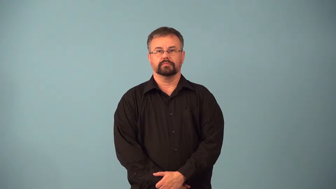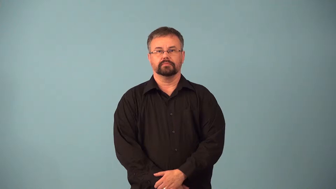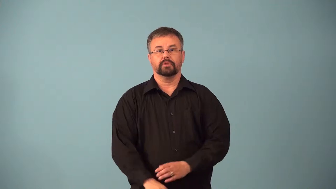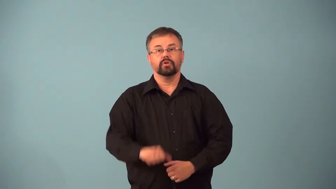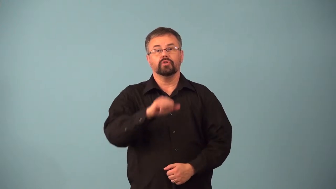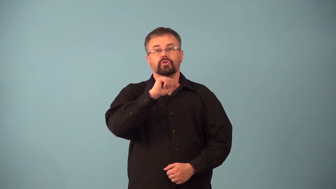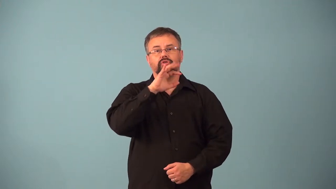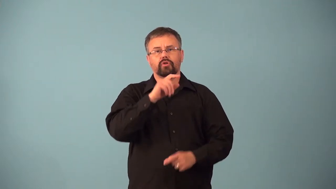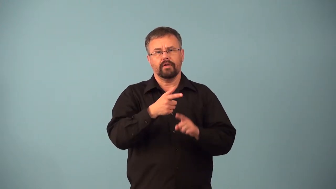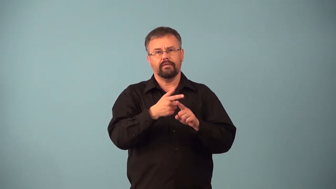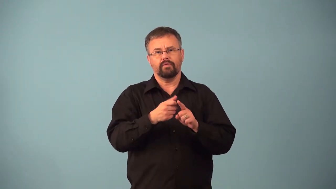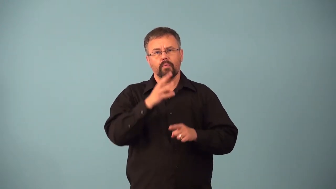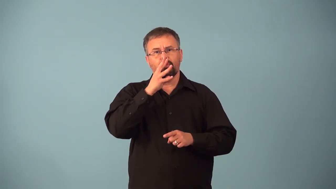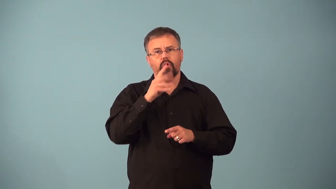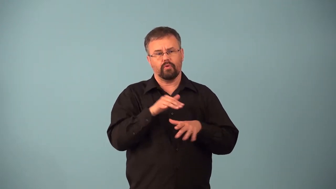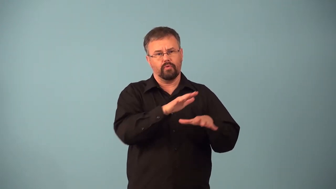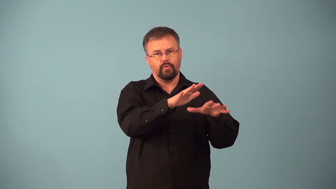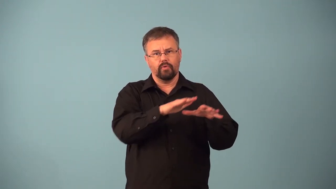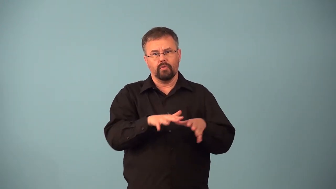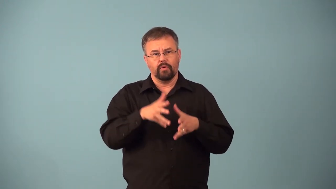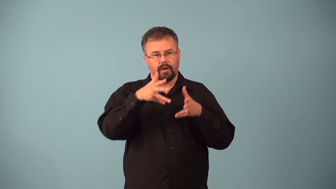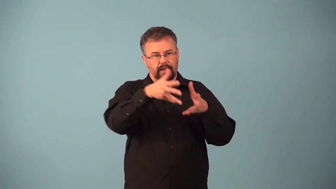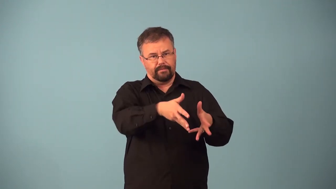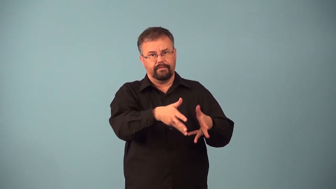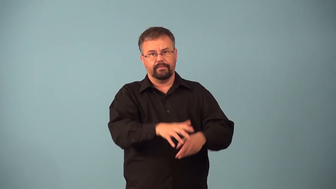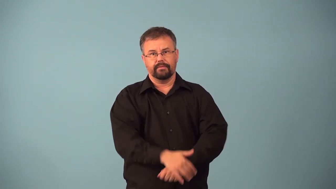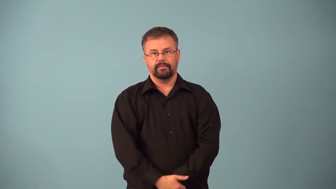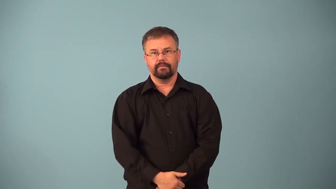alluvial